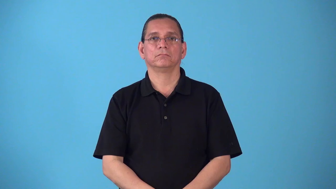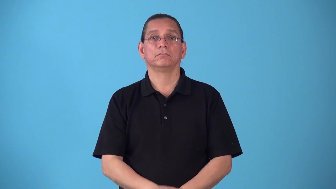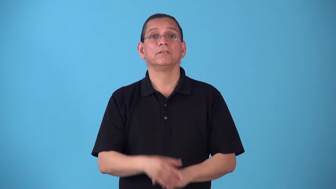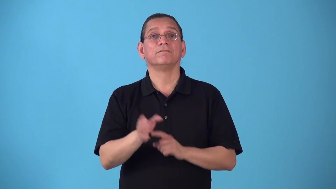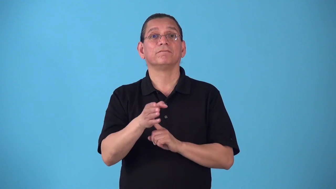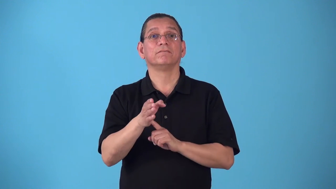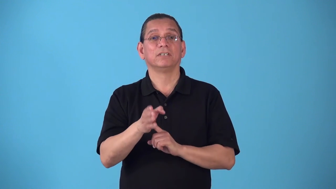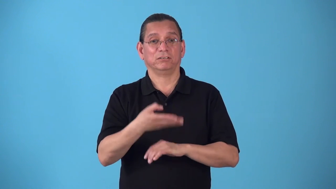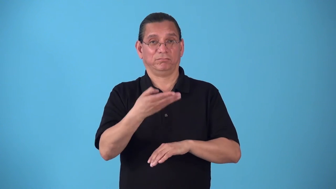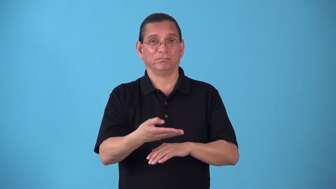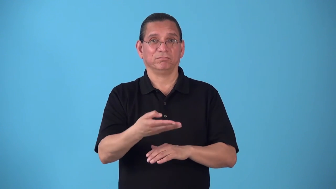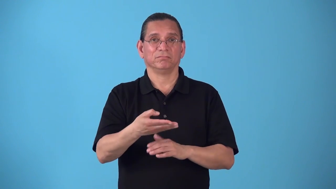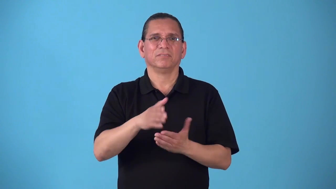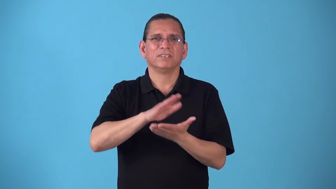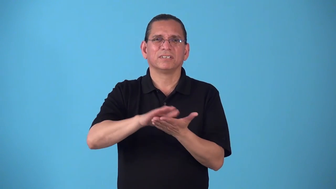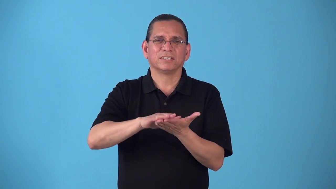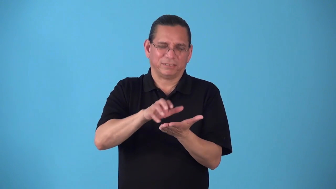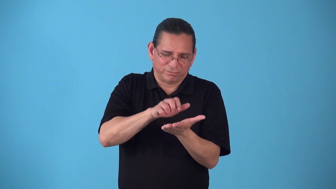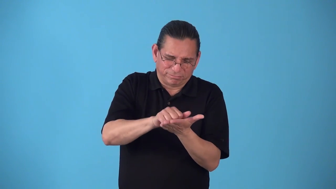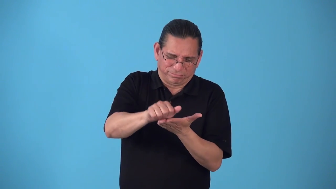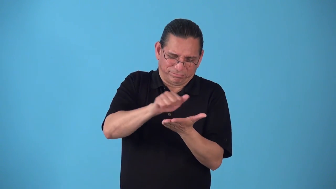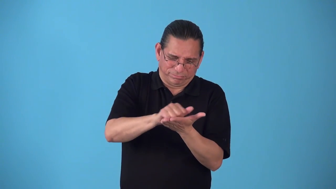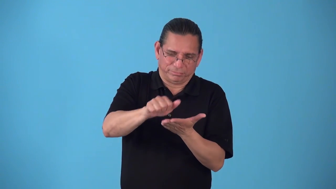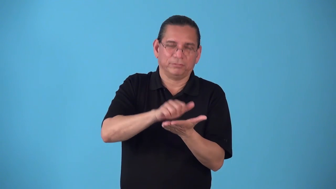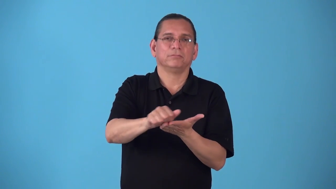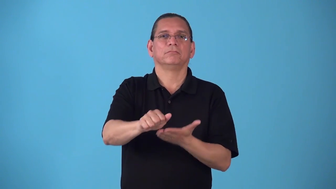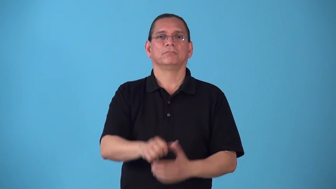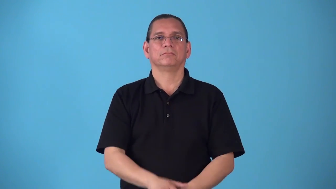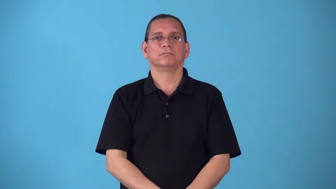scale-clean sclaes off fish